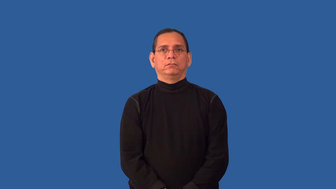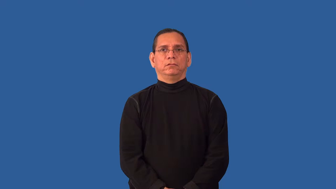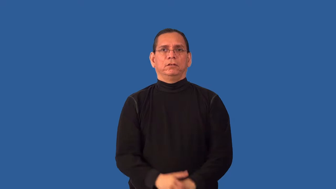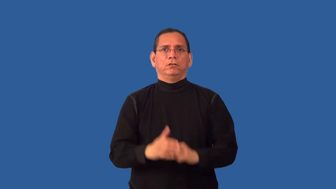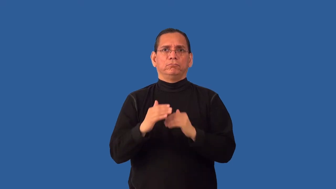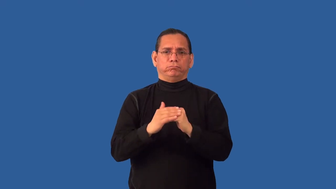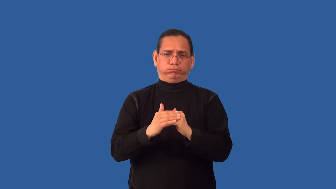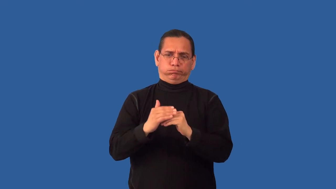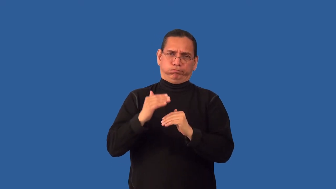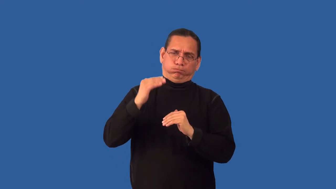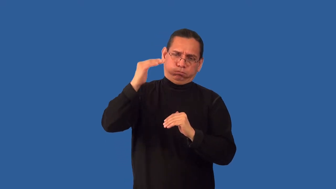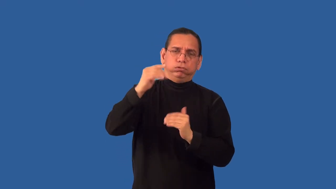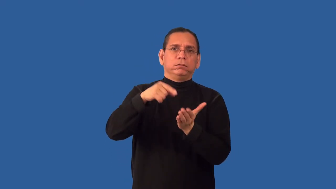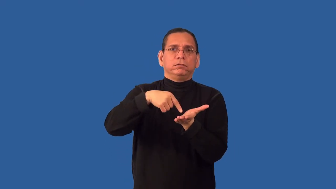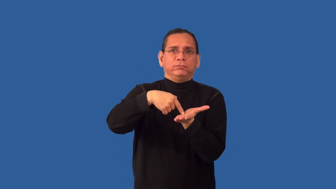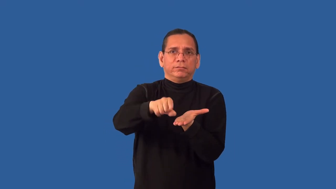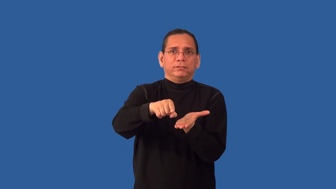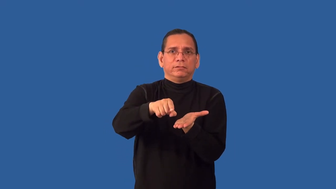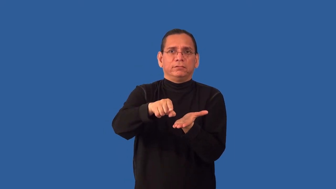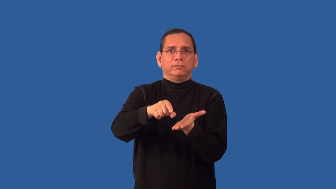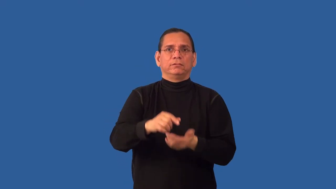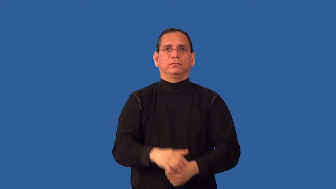overcompensate-pay